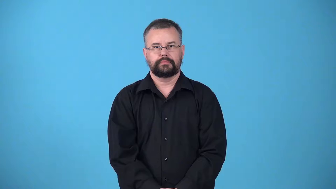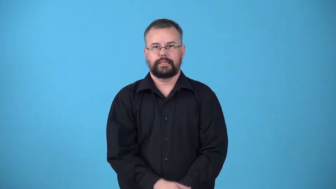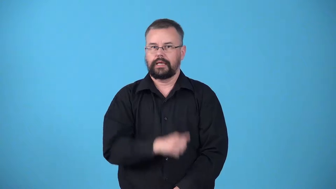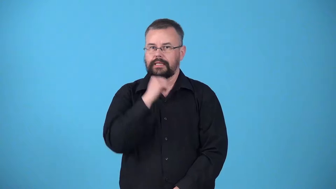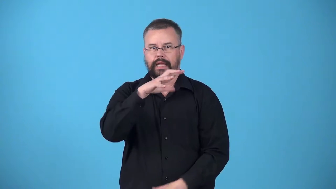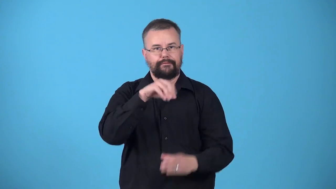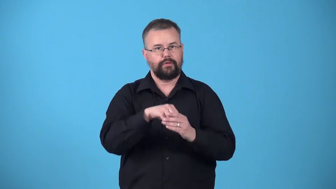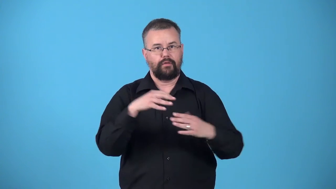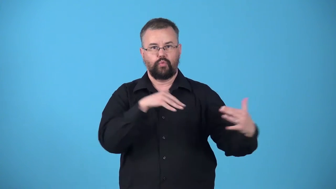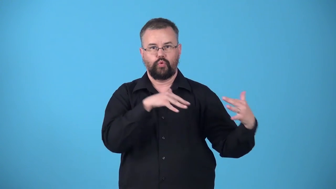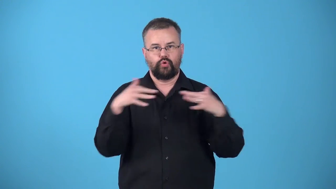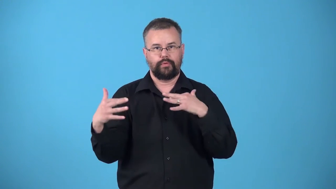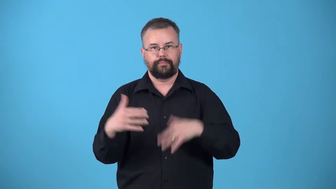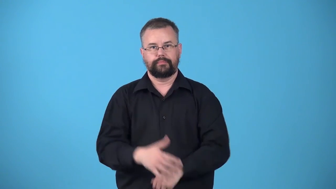unwaged-war